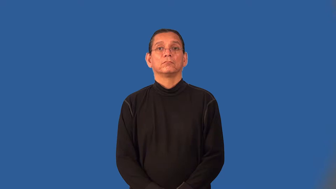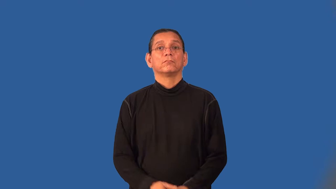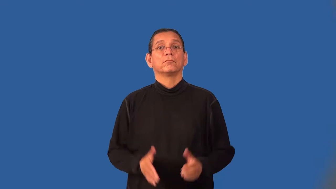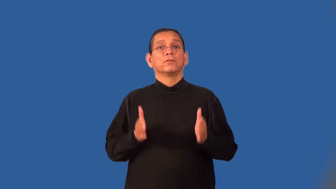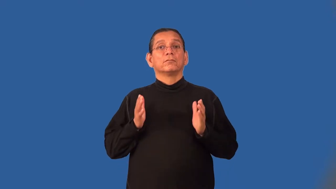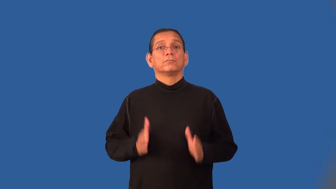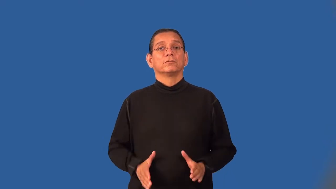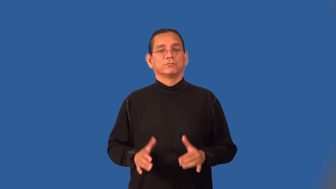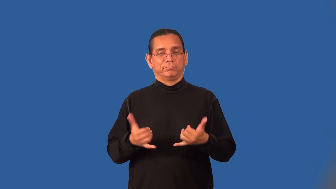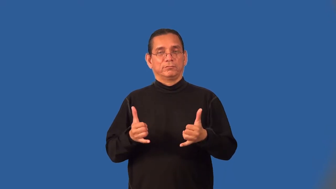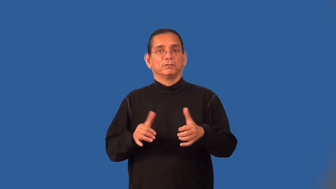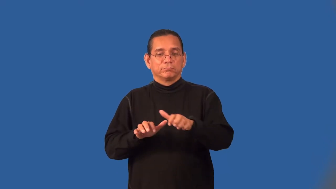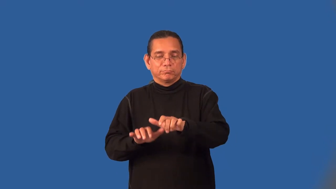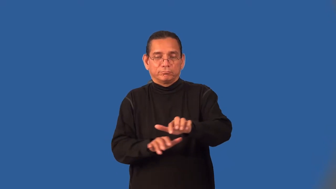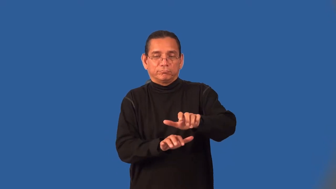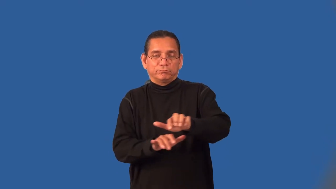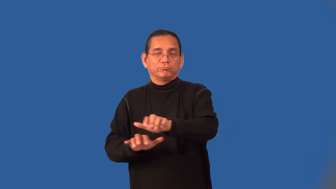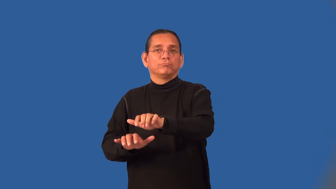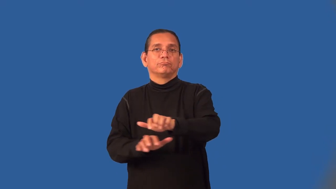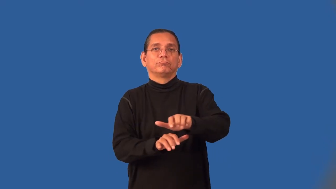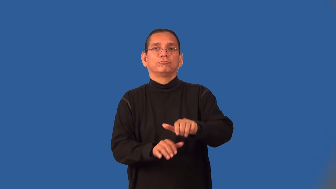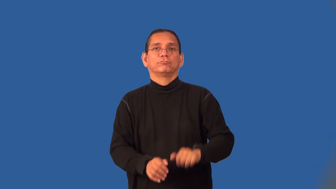harpsichordist